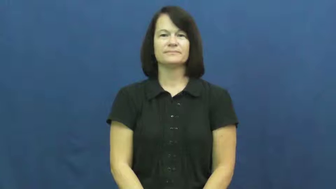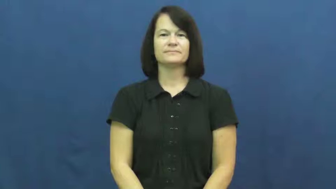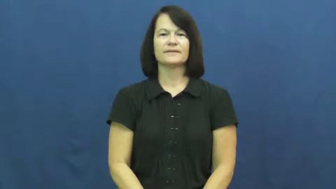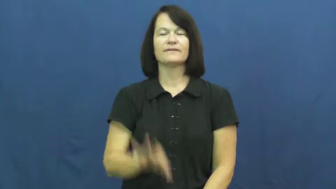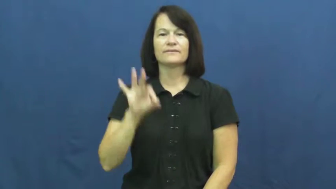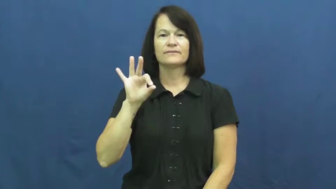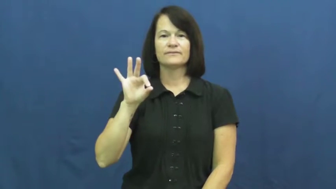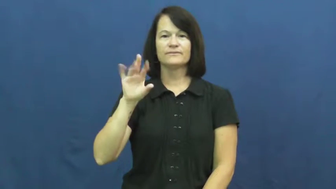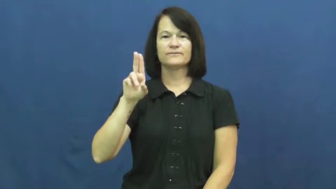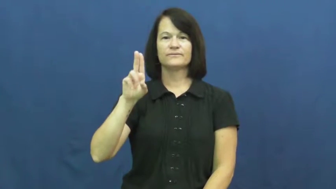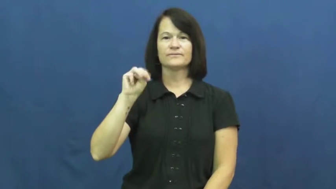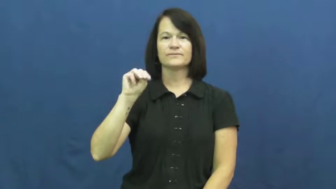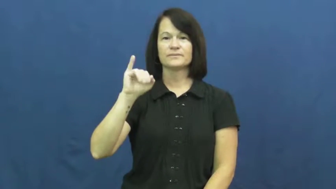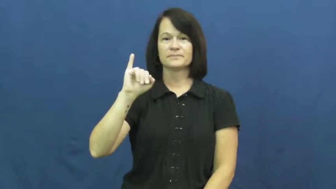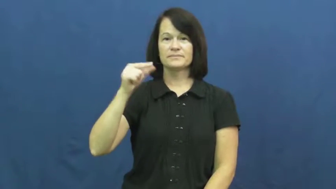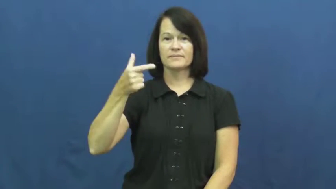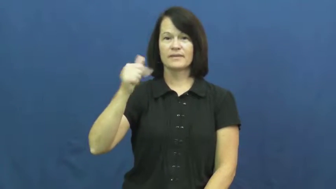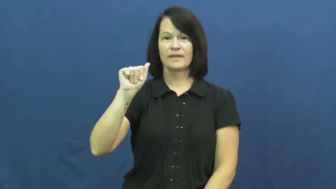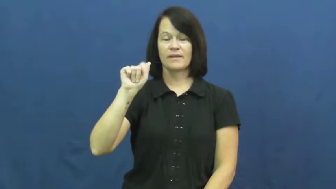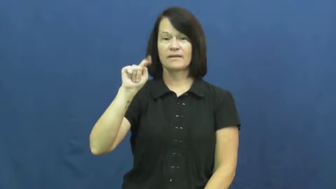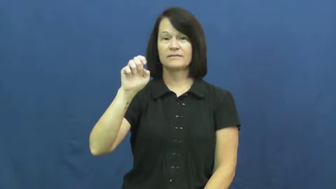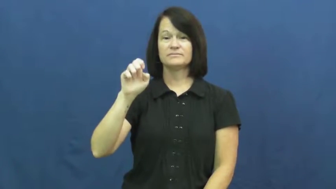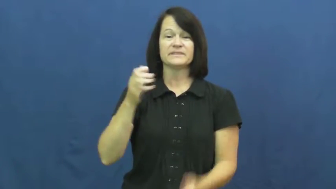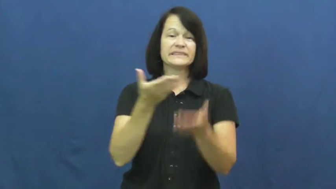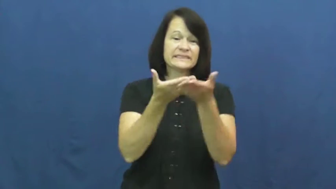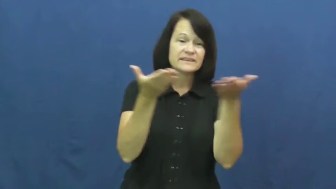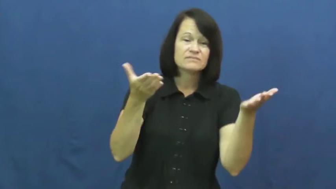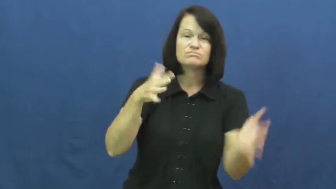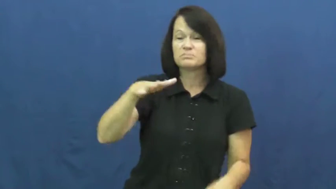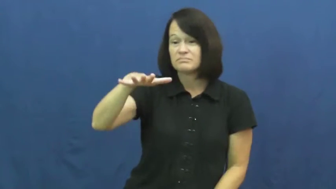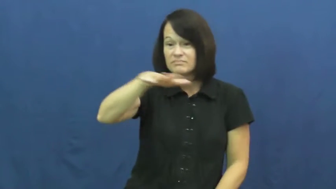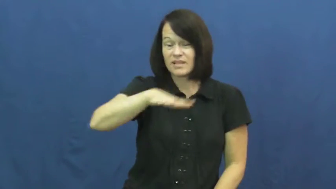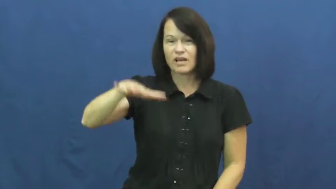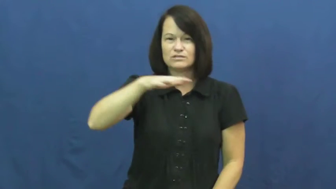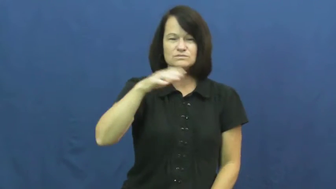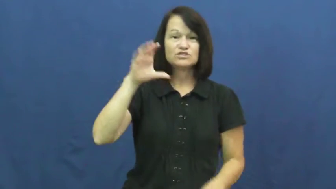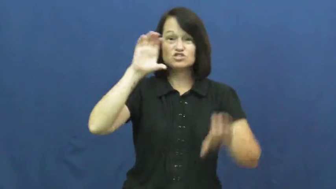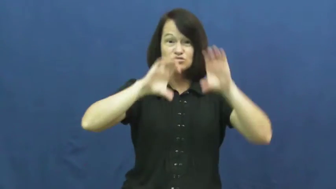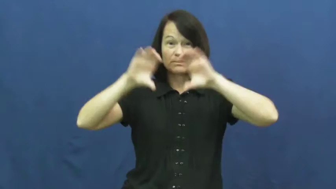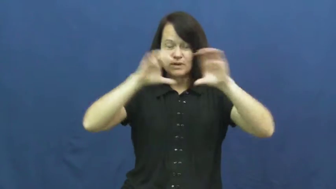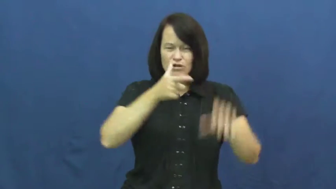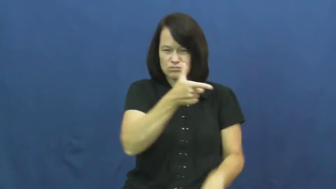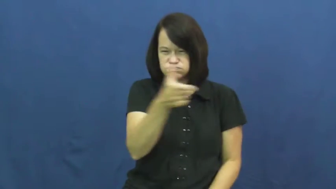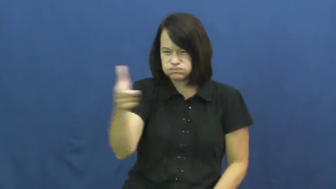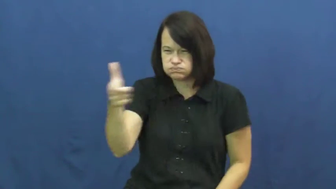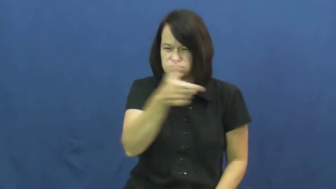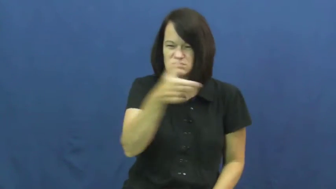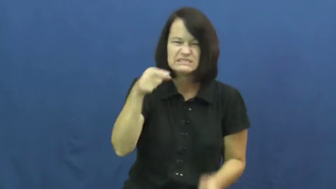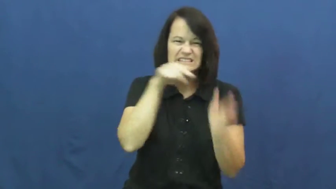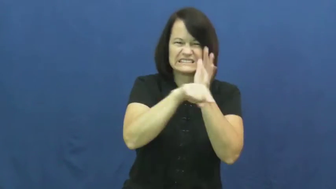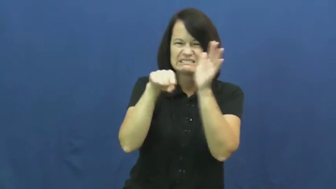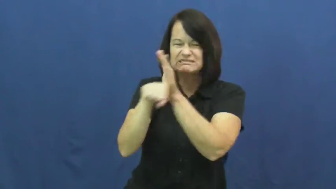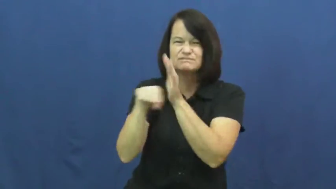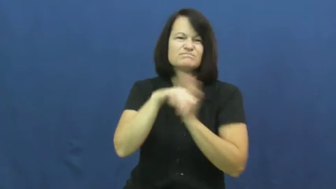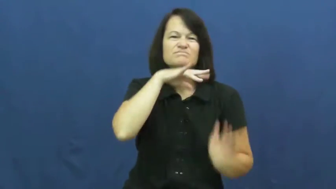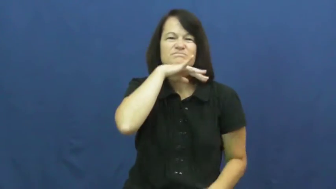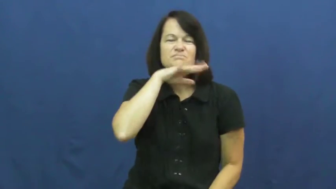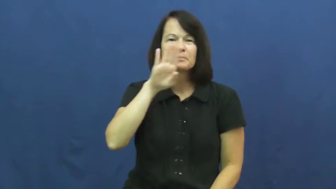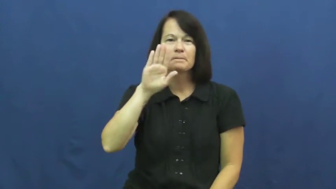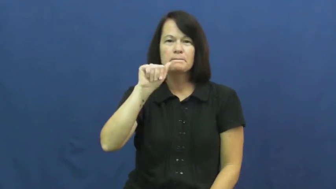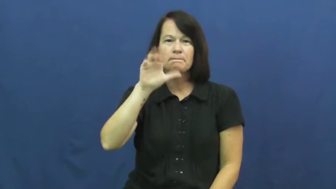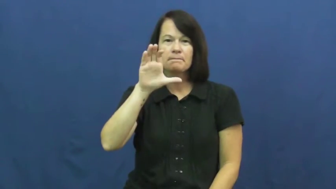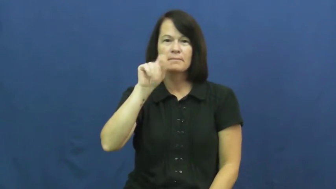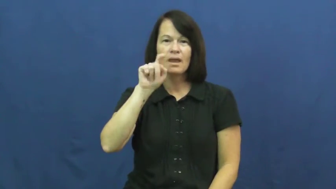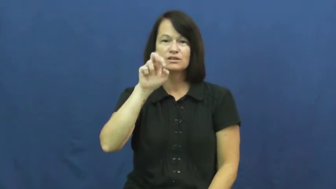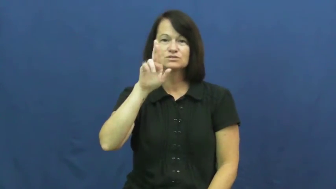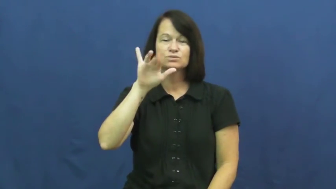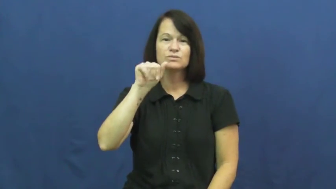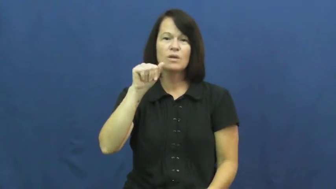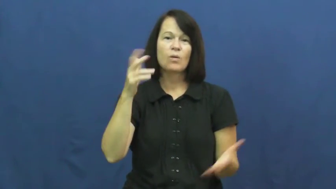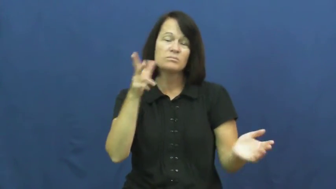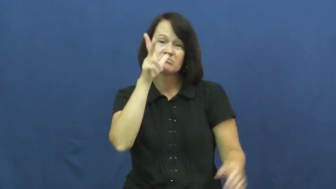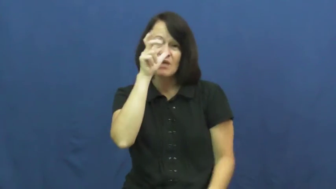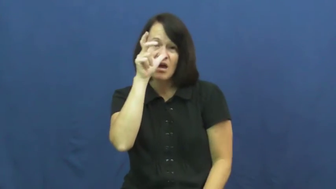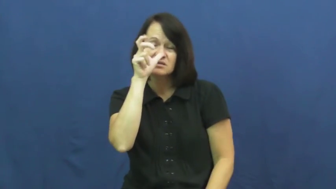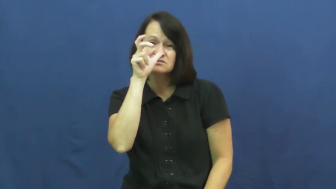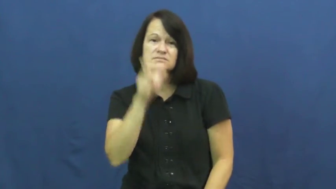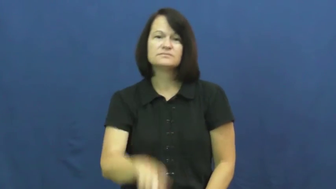fumigate